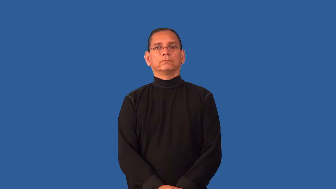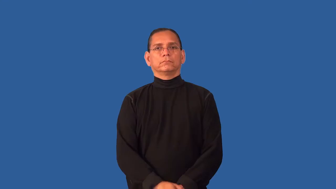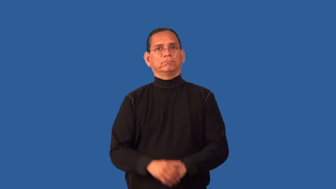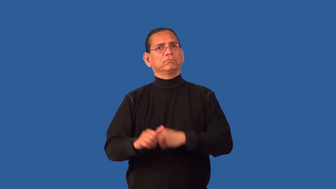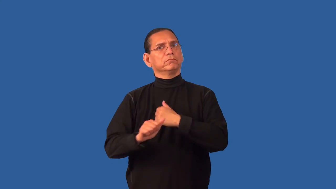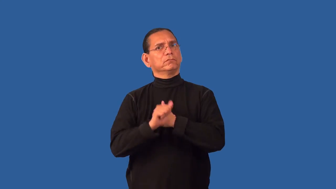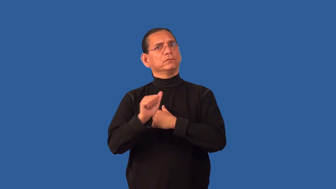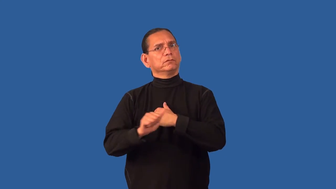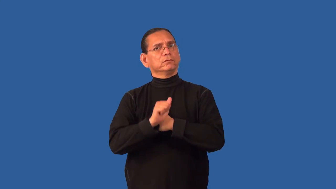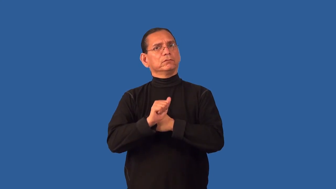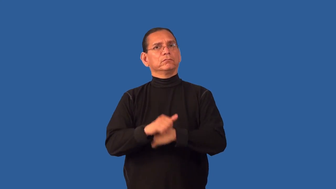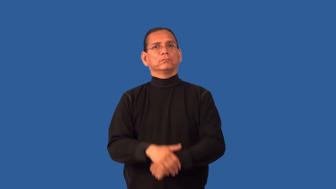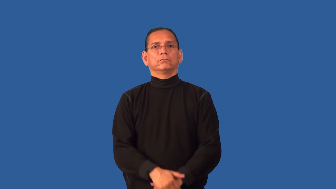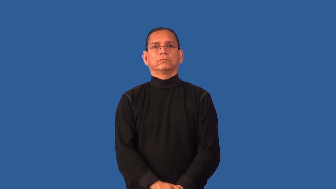dicey